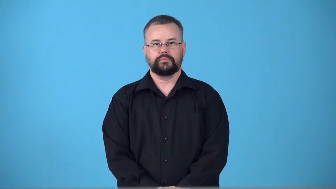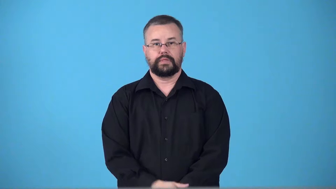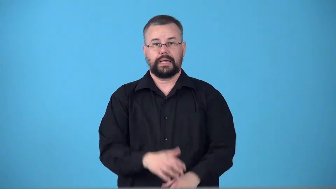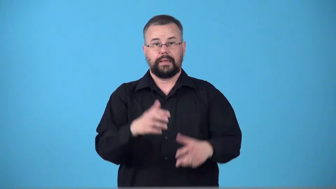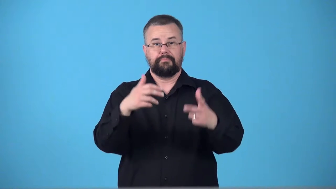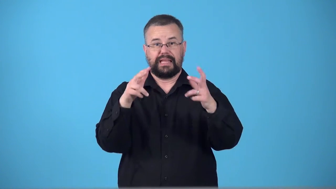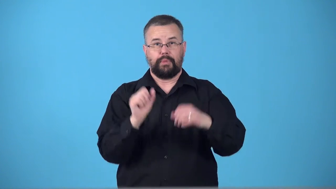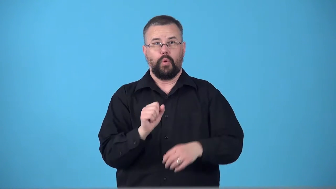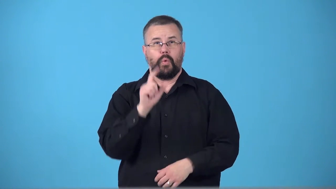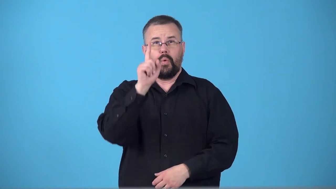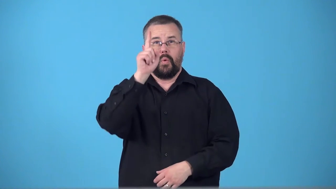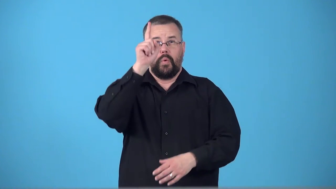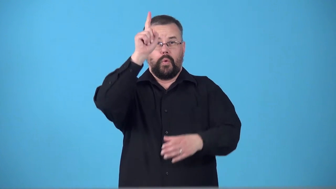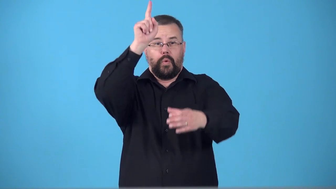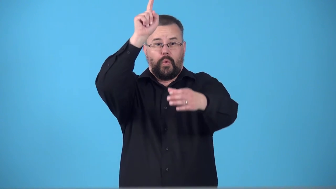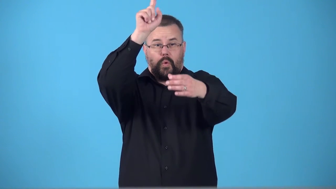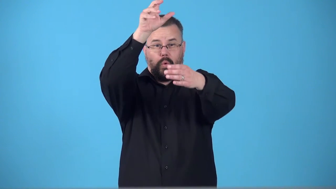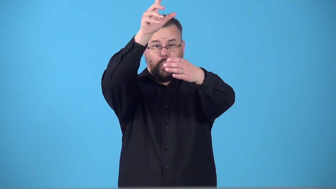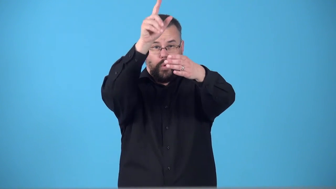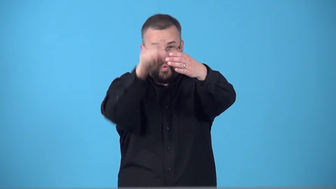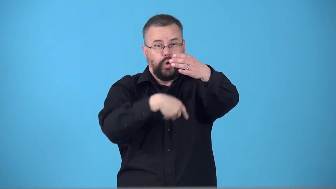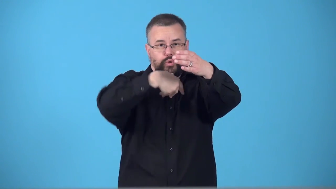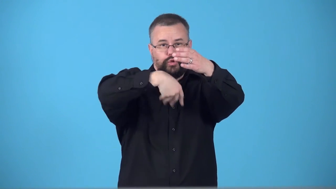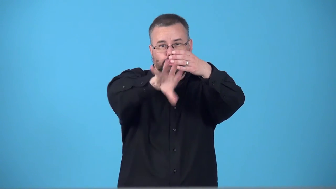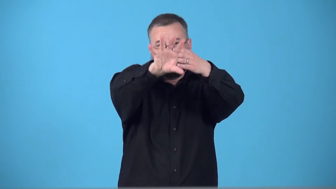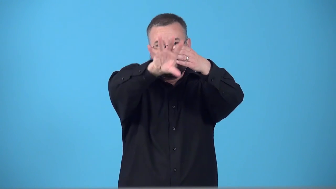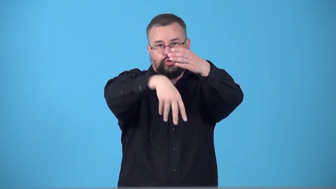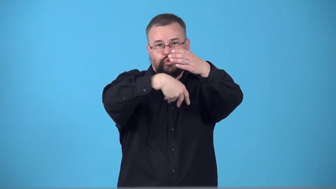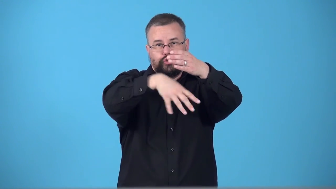swish,swoosh-basketball through hoop, not touch rim